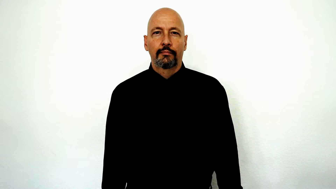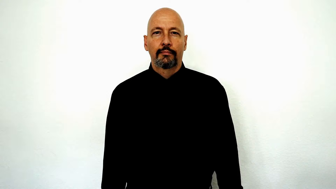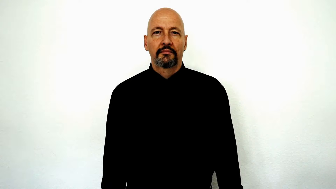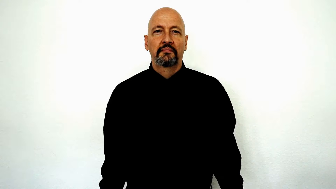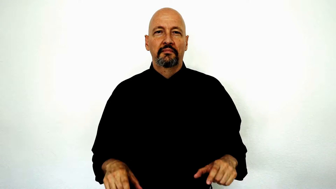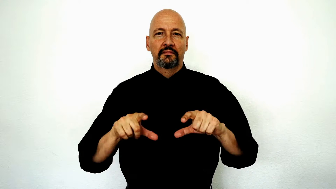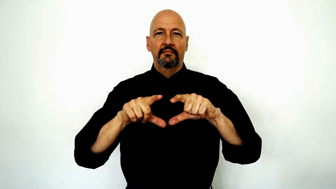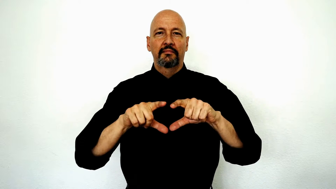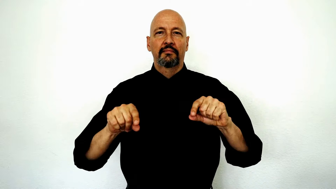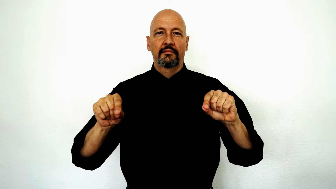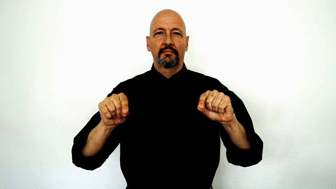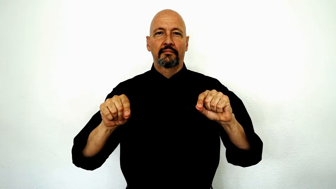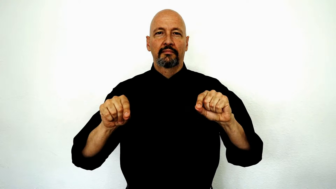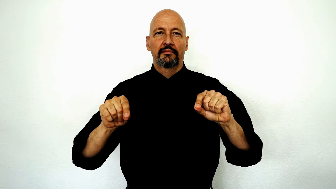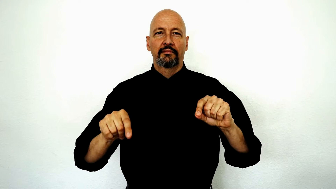japan japanese version